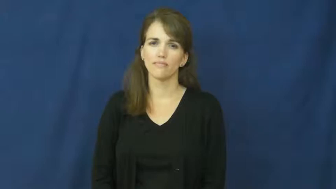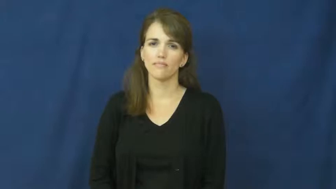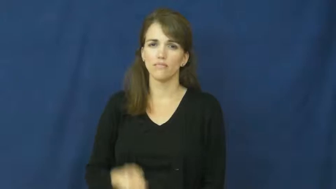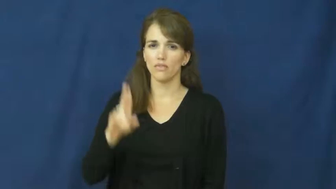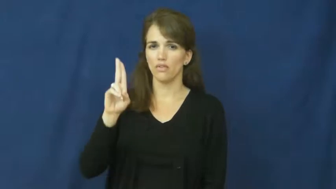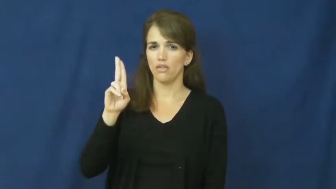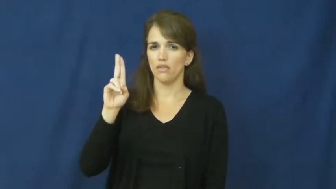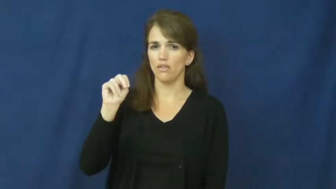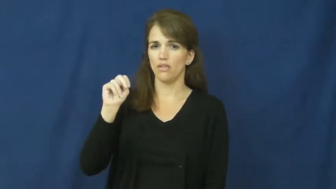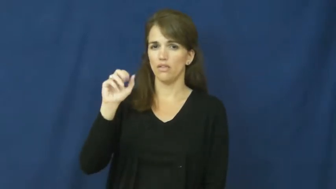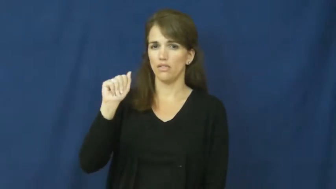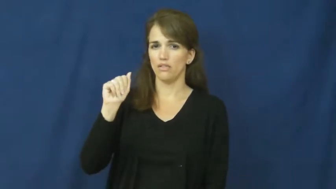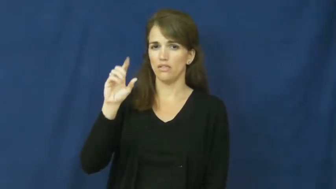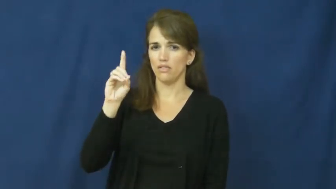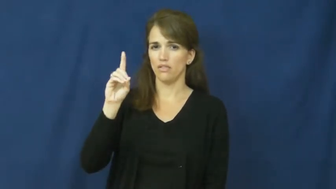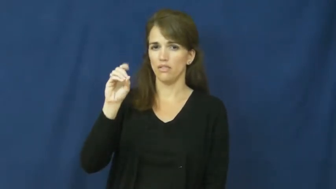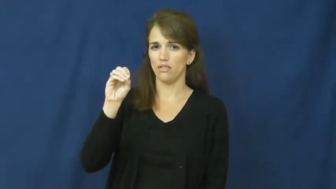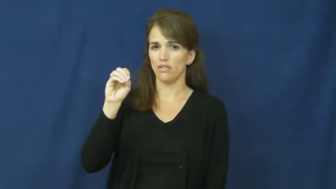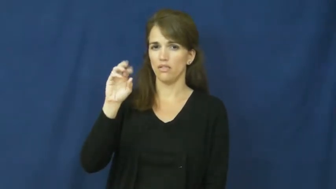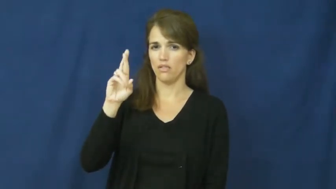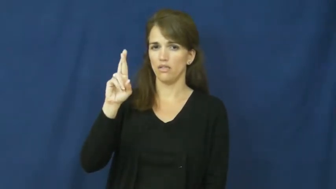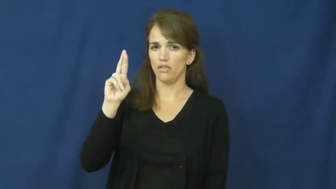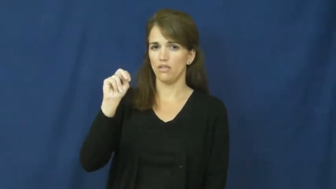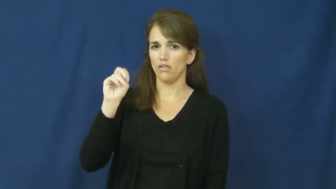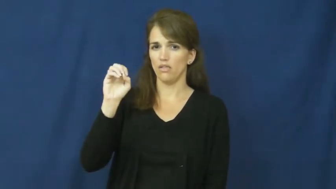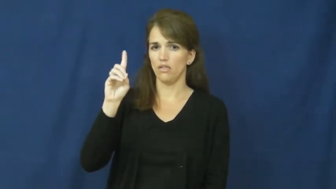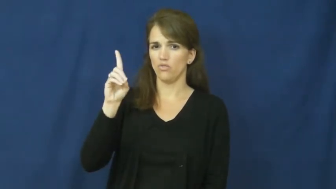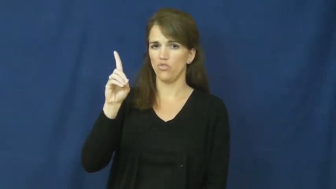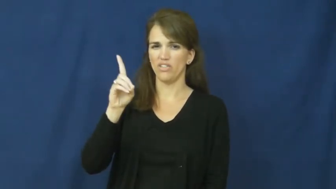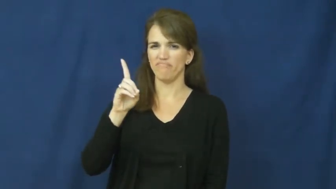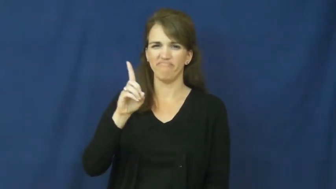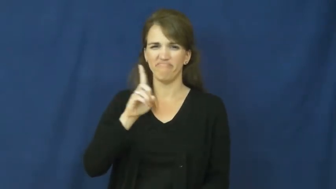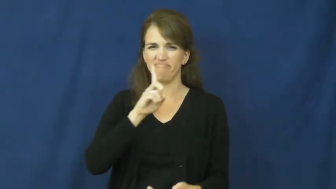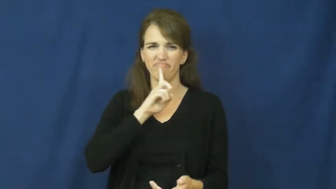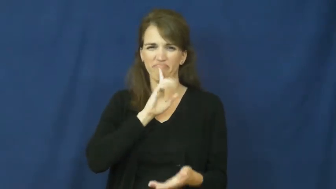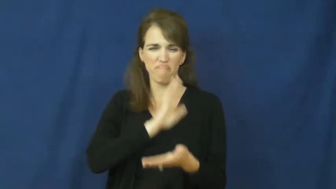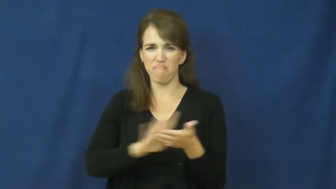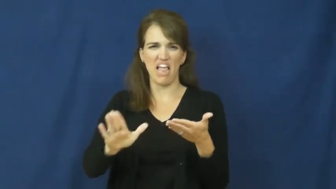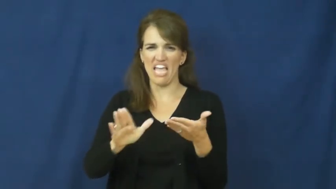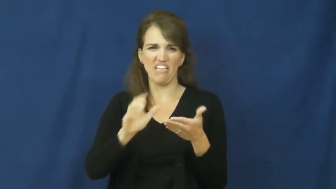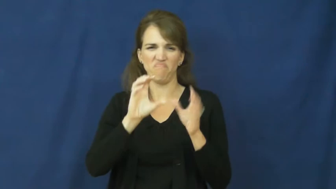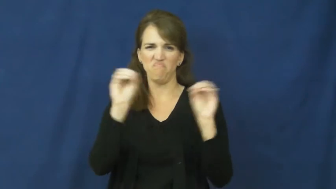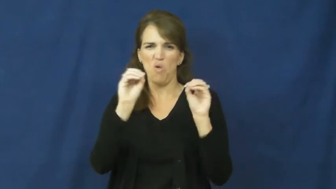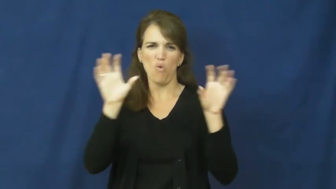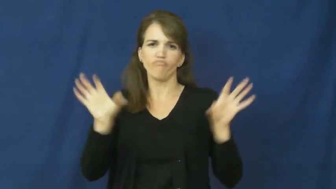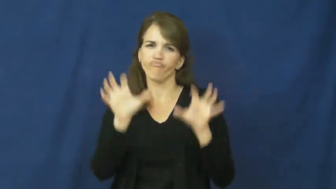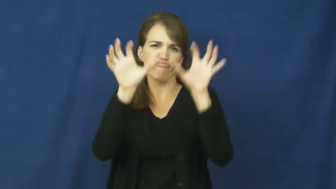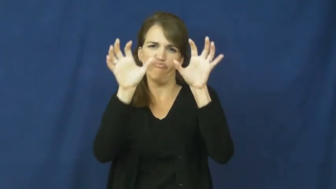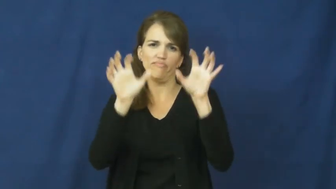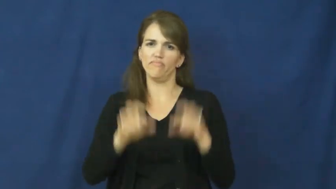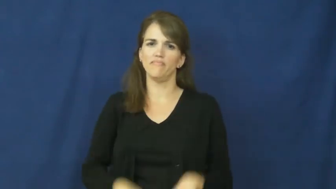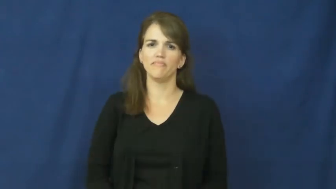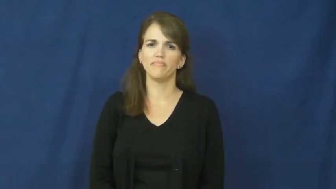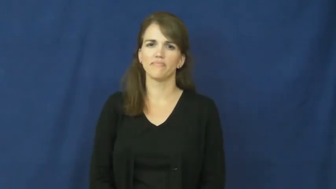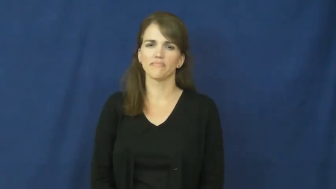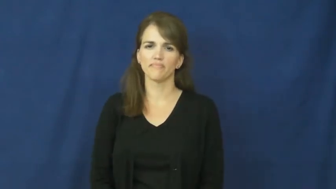unadorned